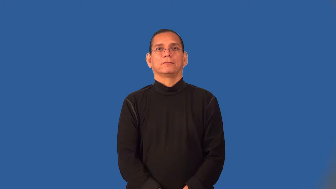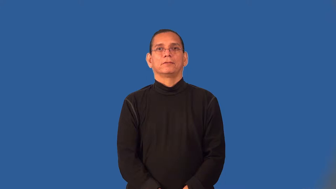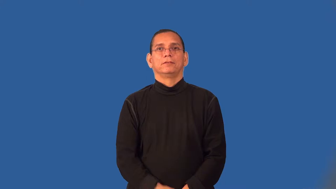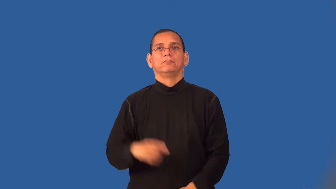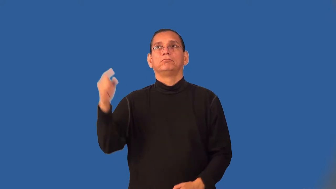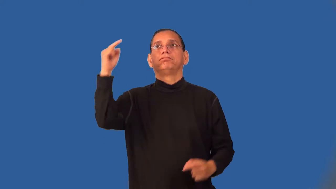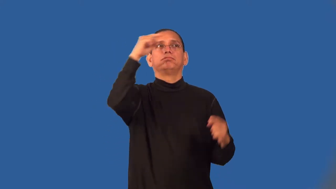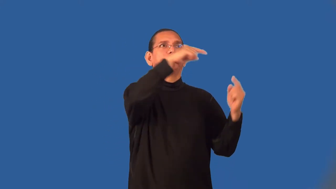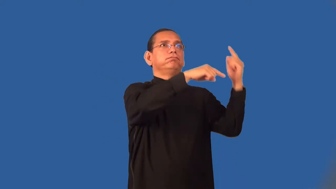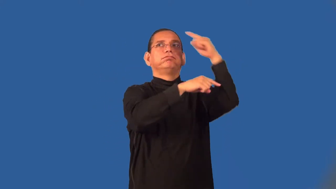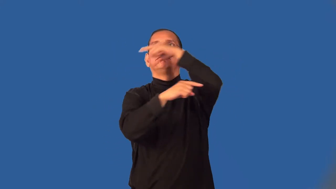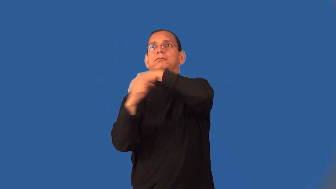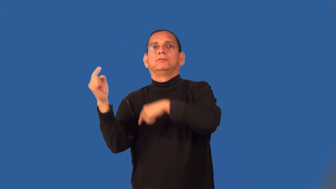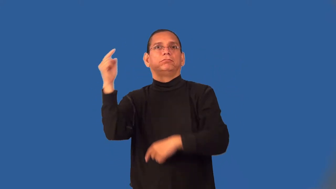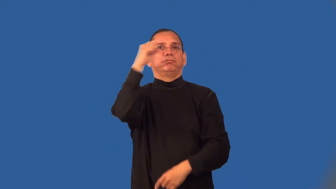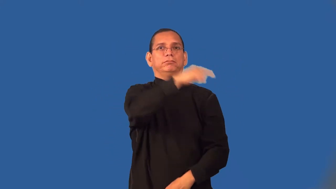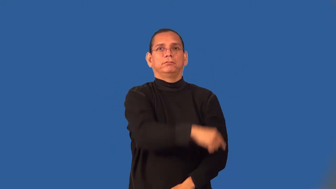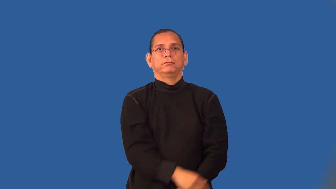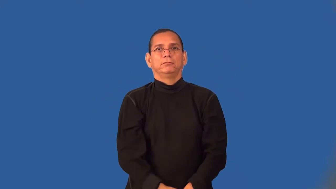volley,barrage,cannonade,salvo